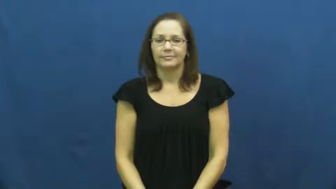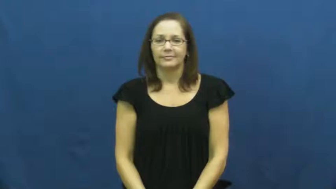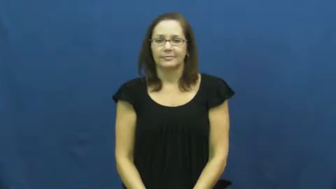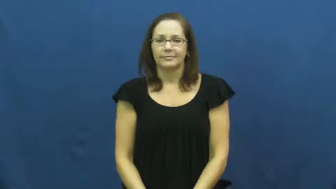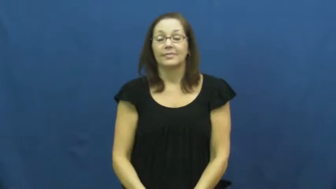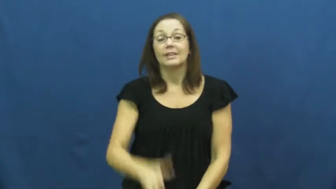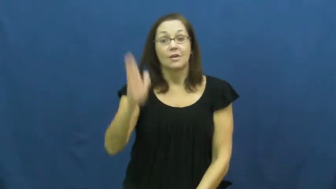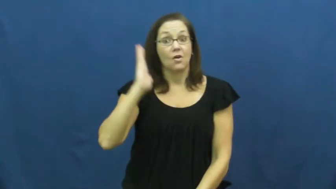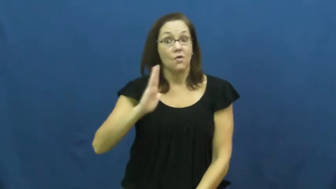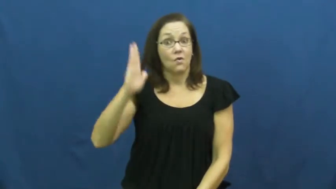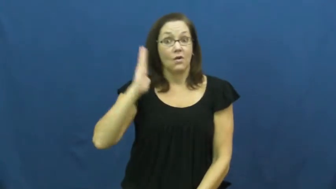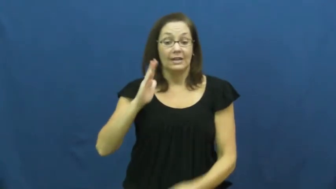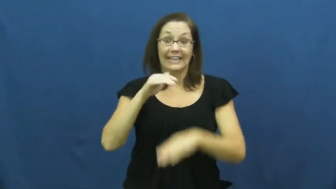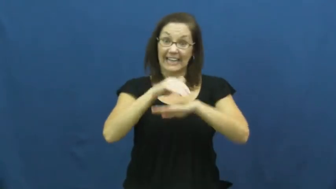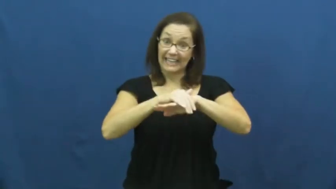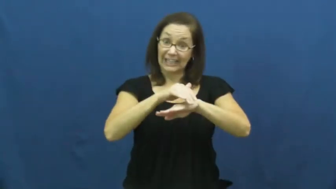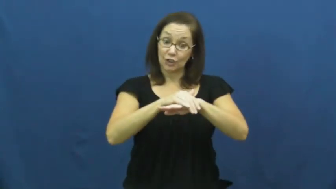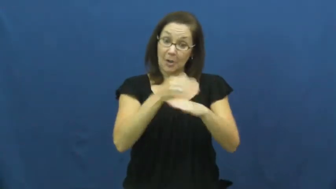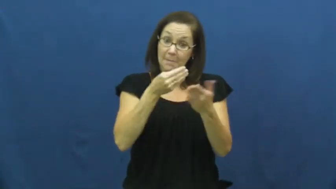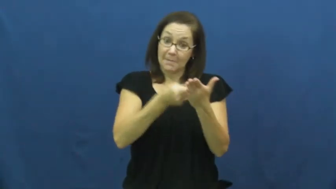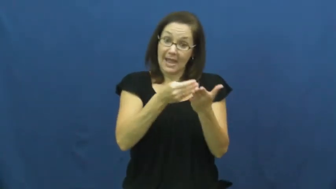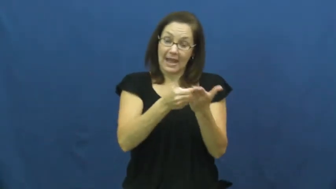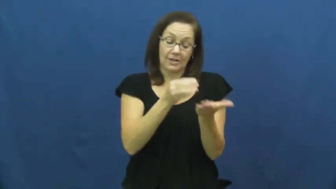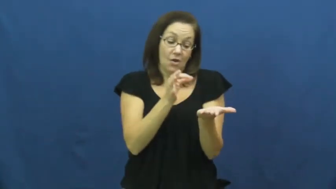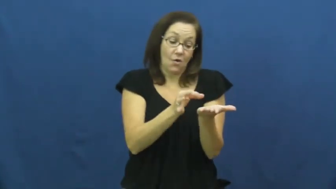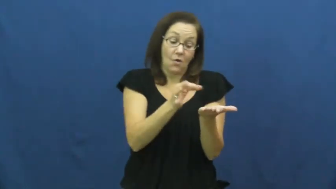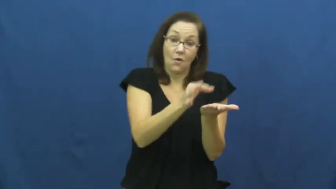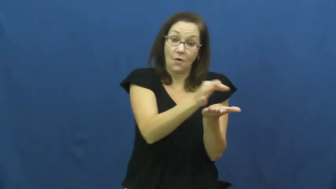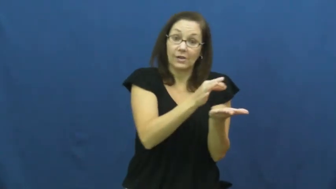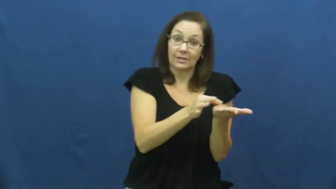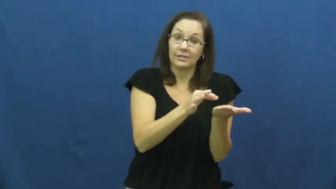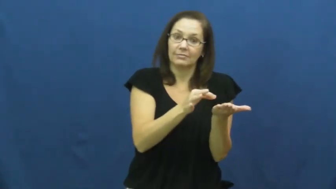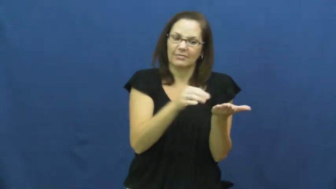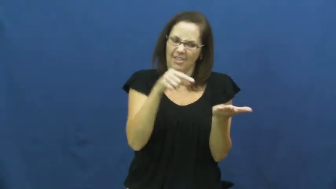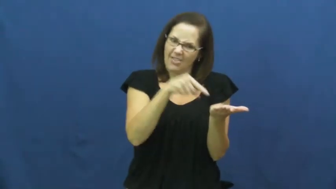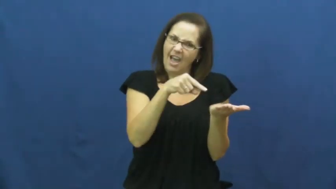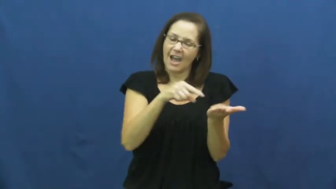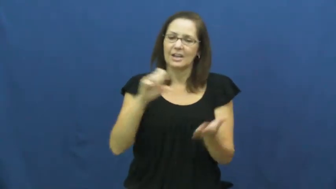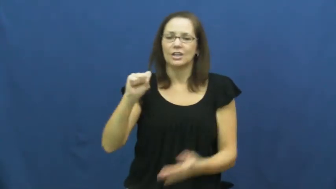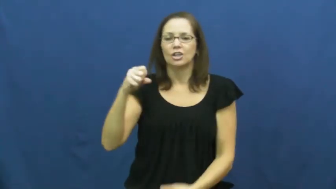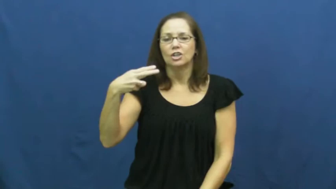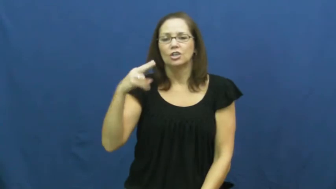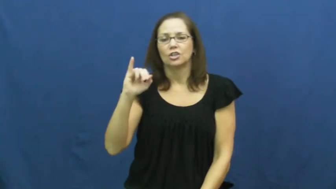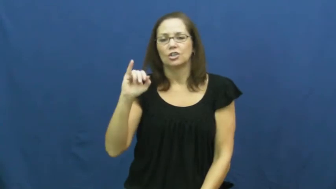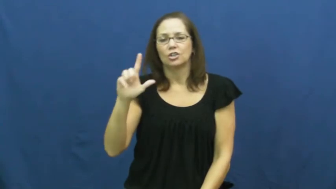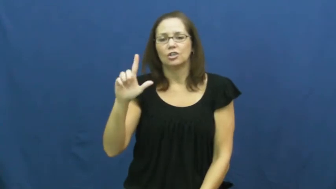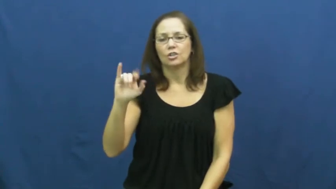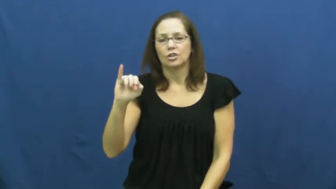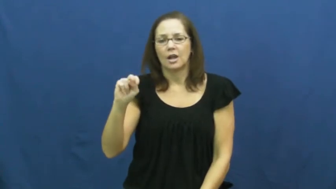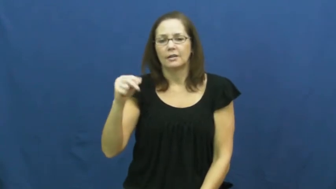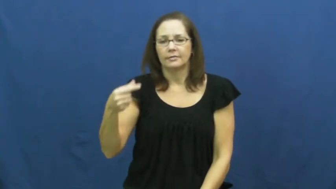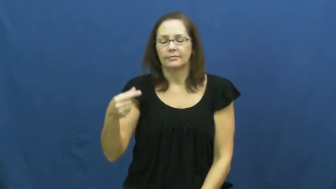shilling